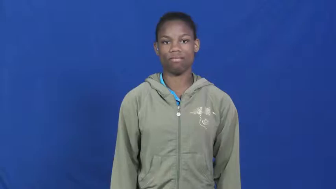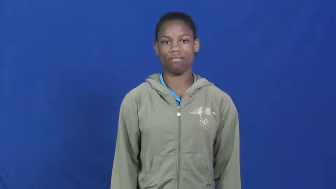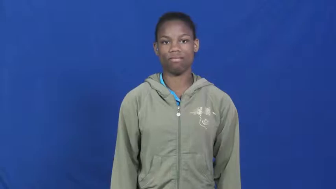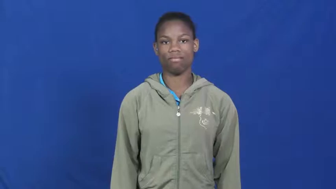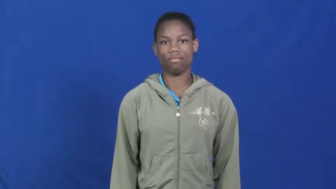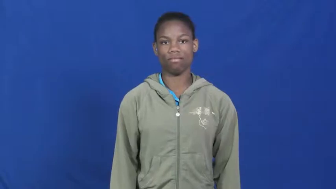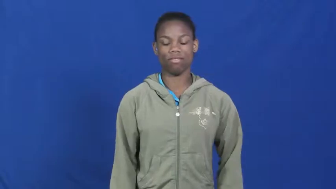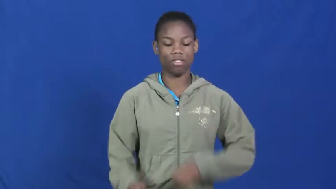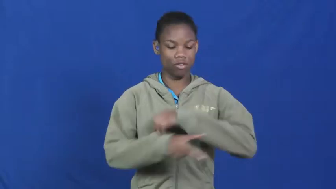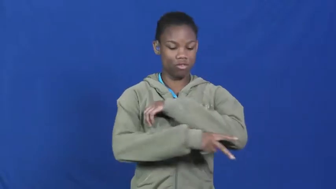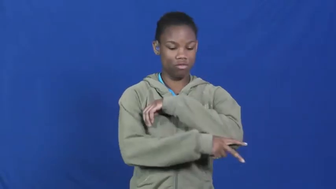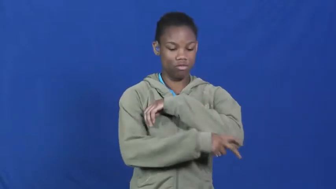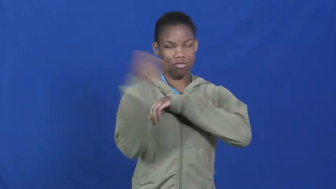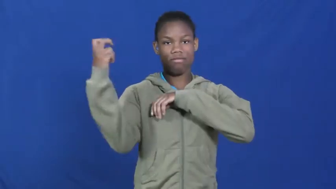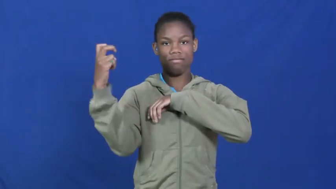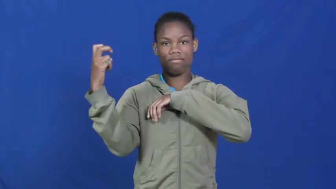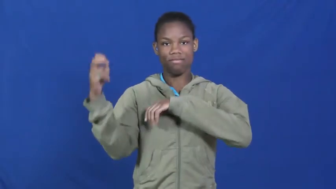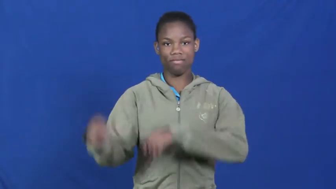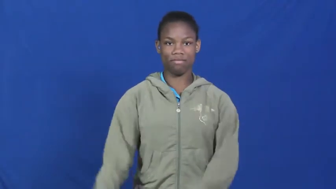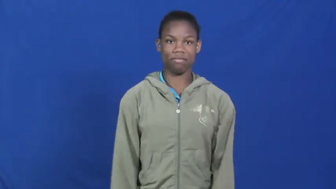make away with,make off with,pilfer,crib